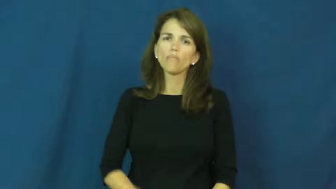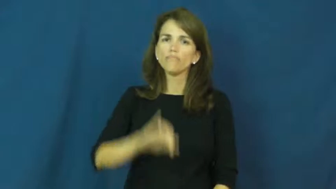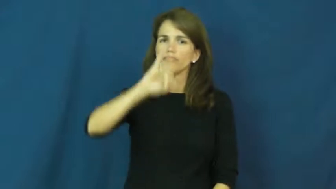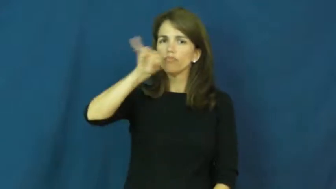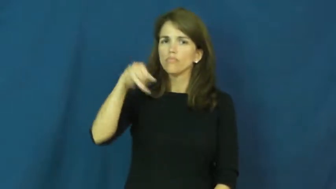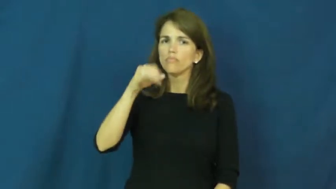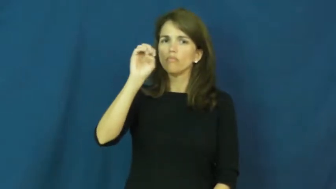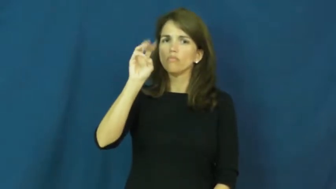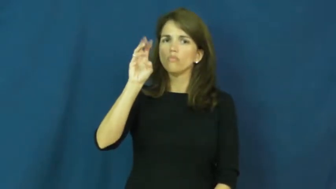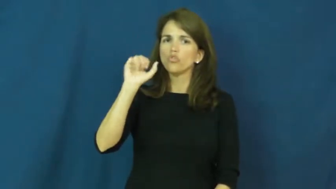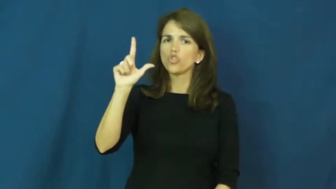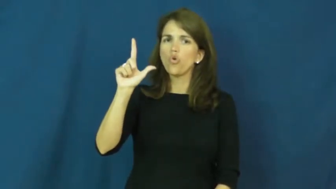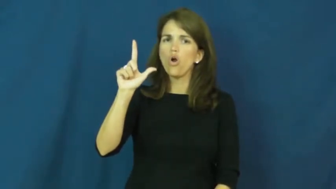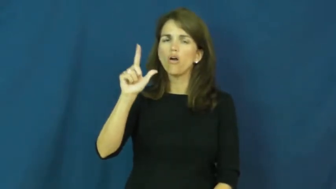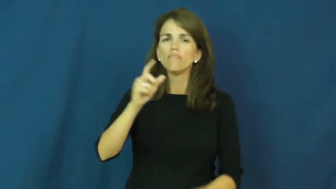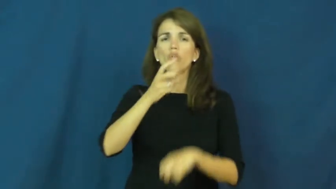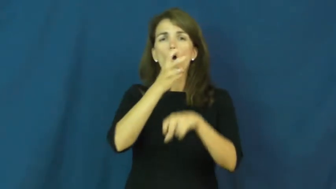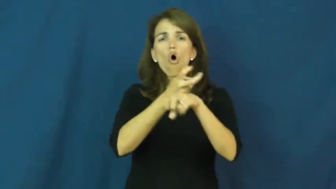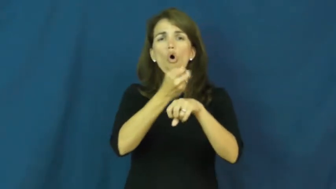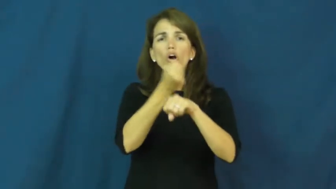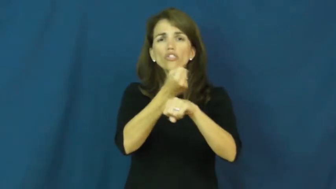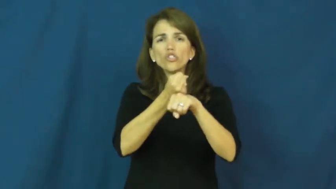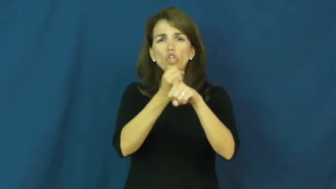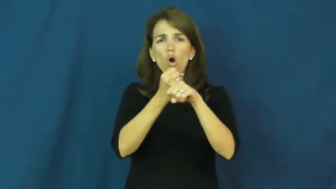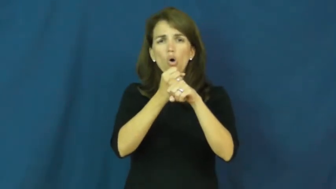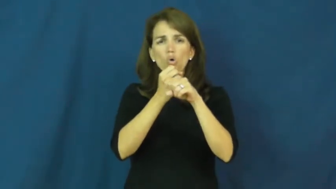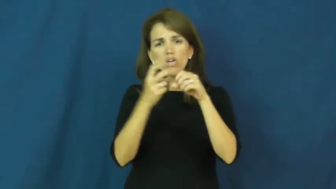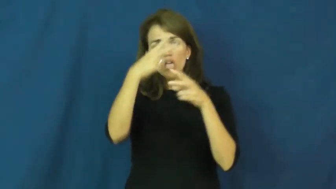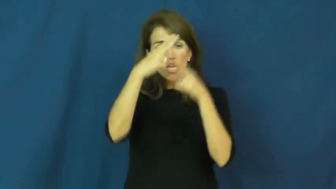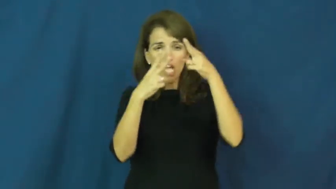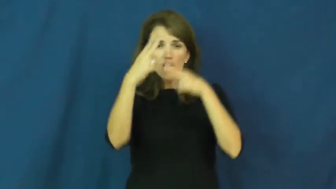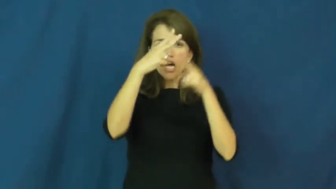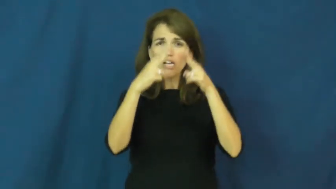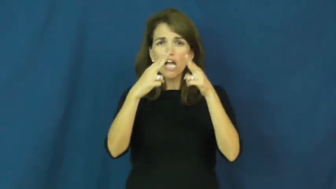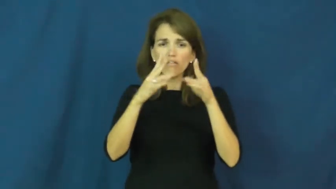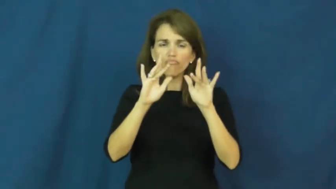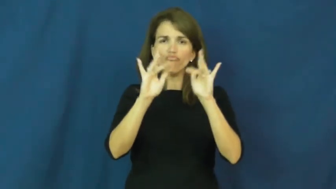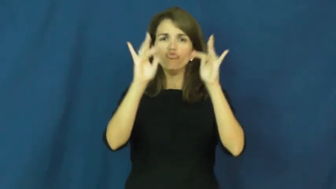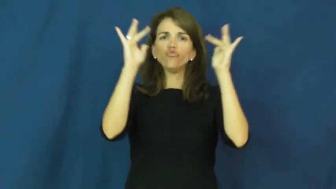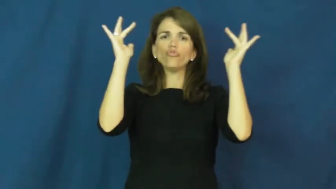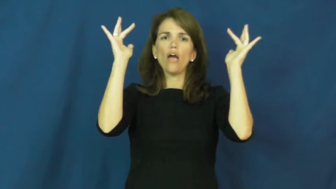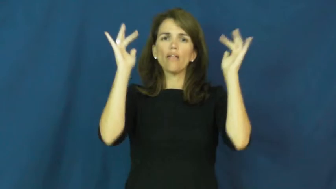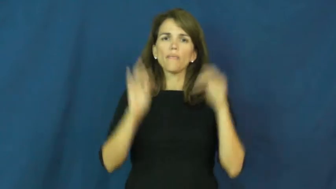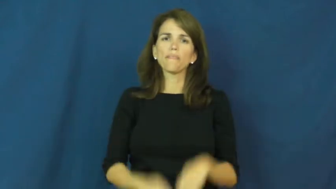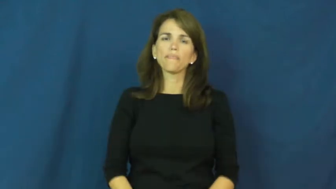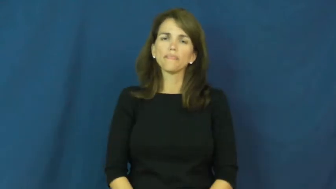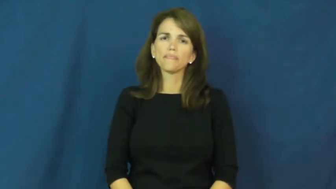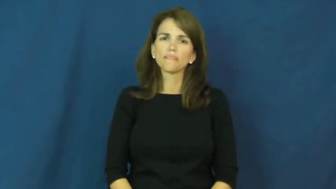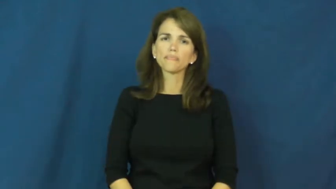jewel